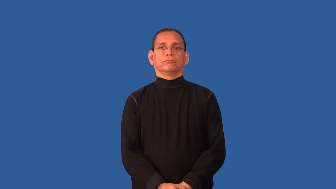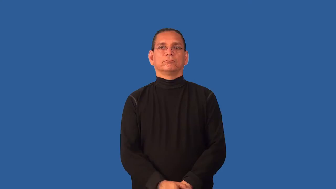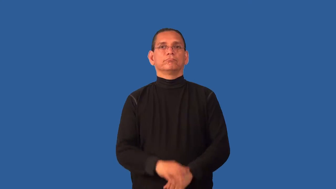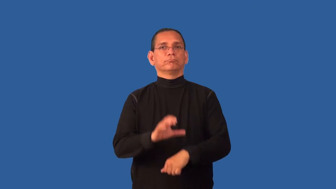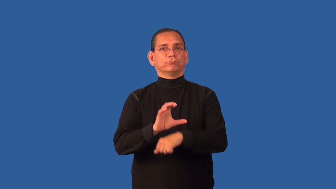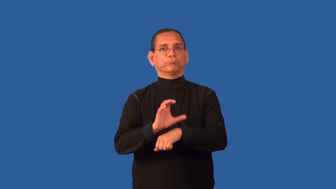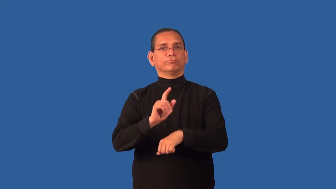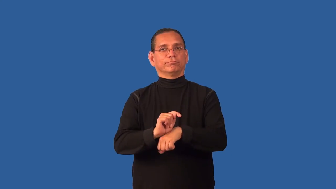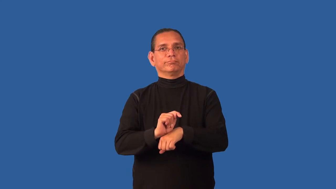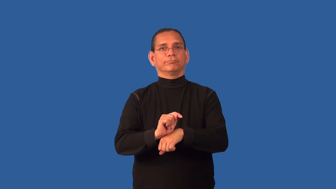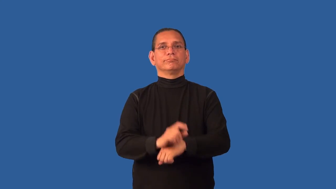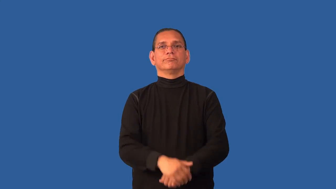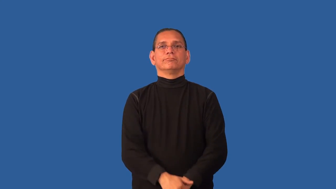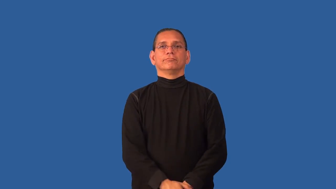consultant